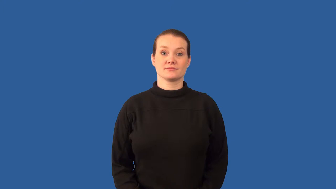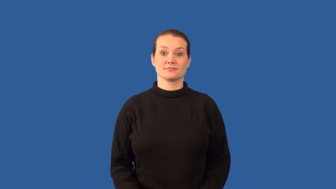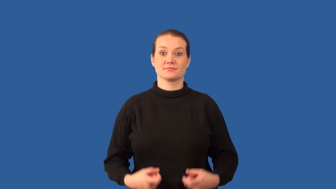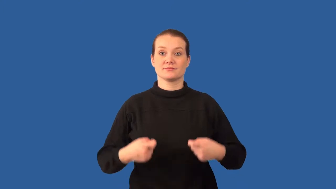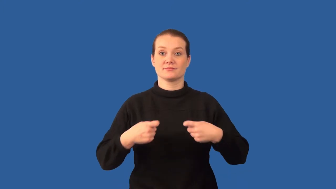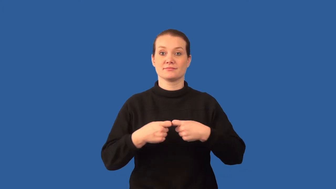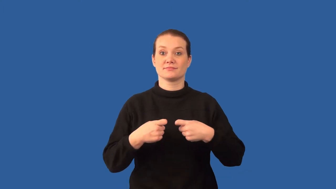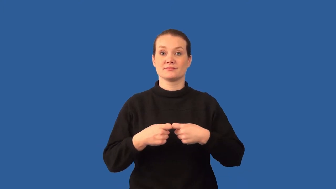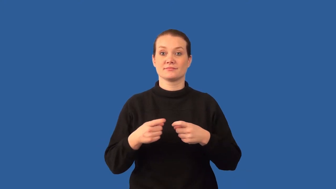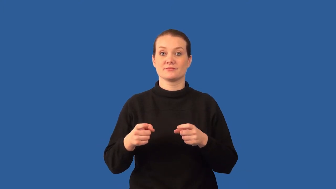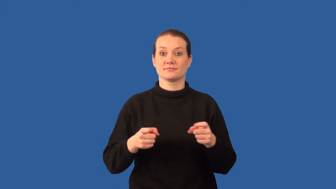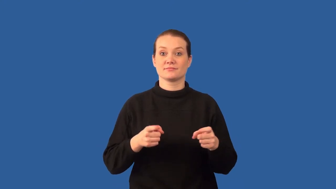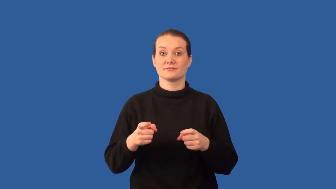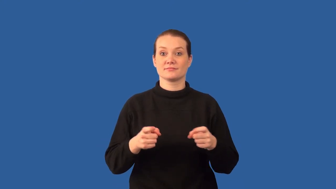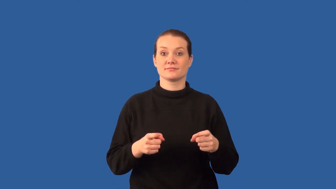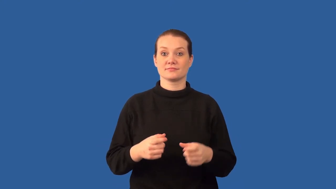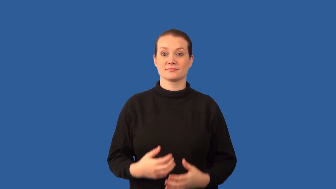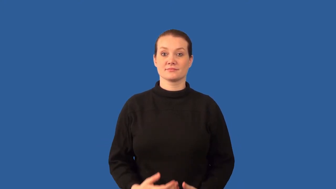resistance-electrical